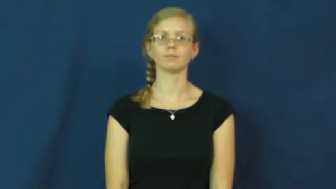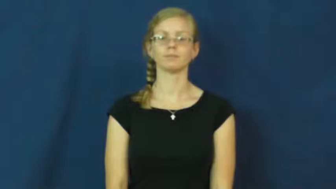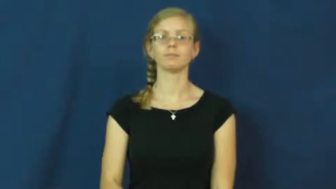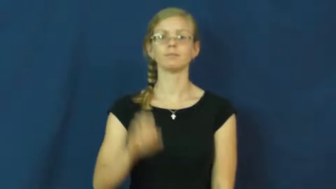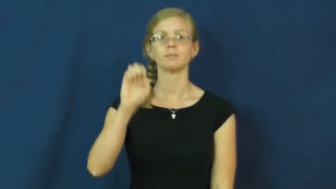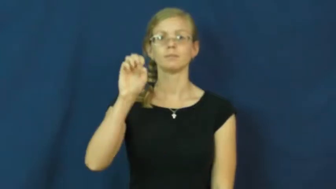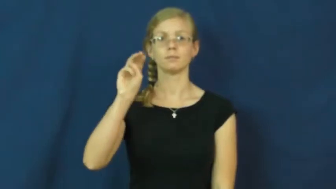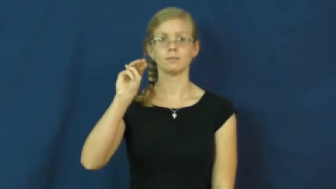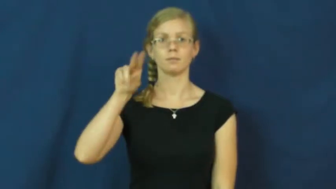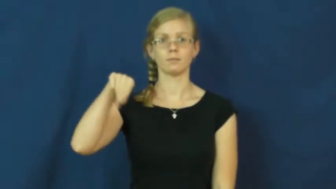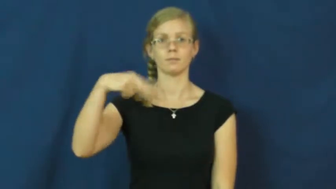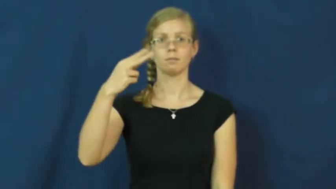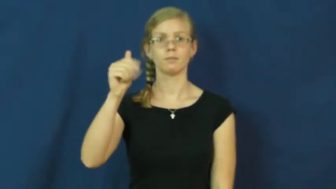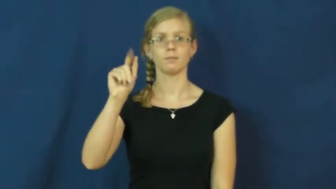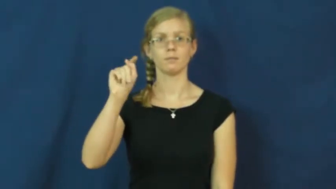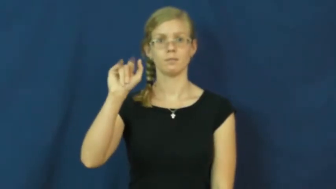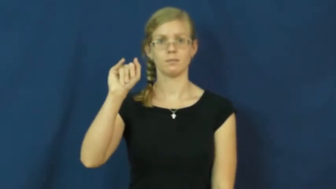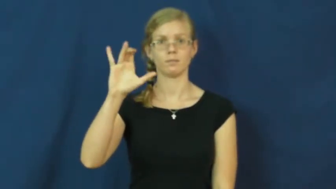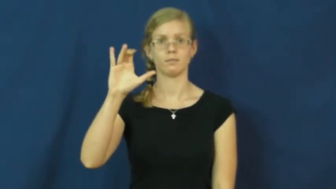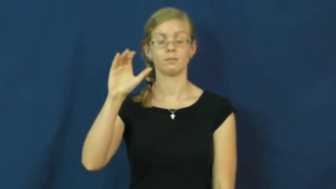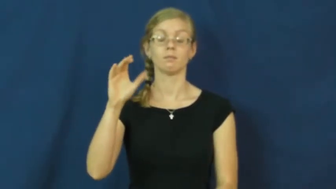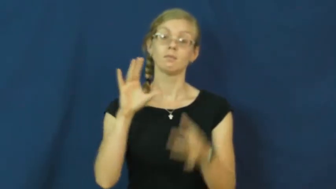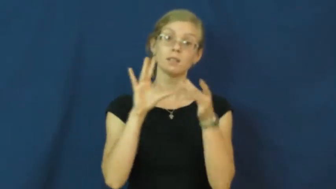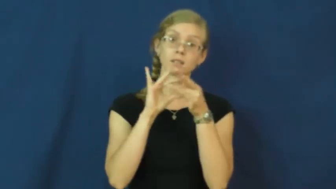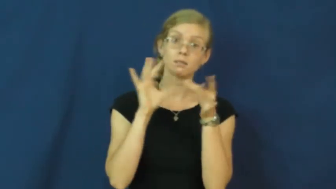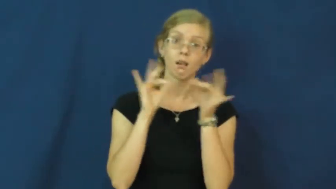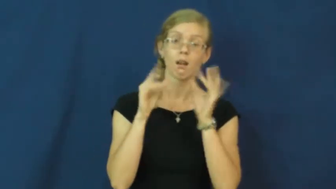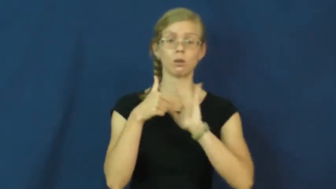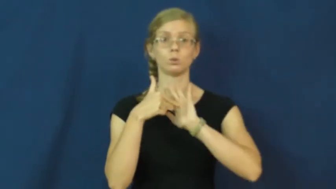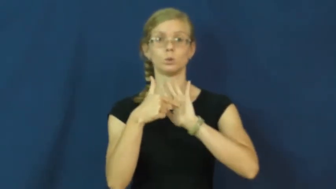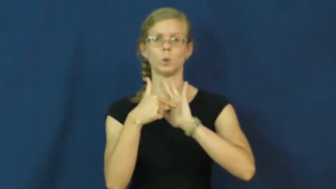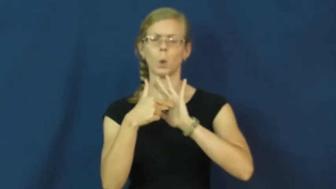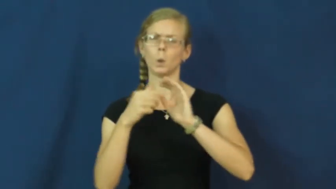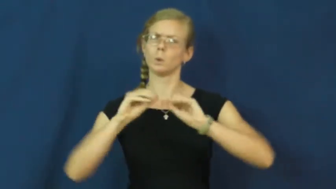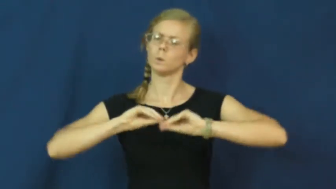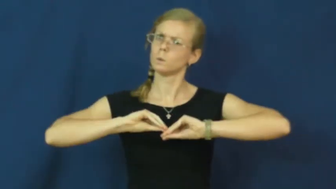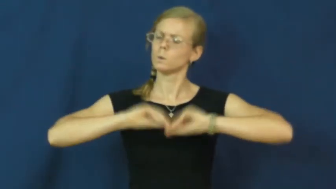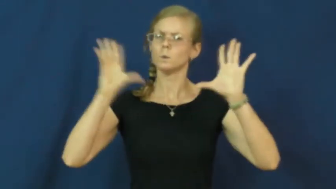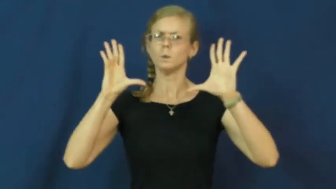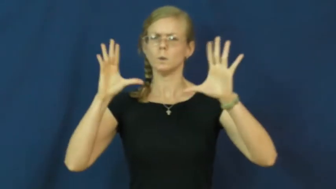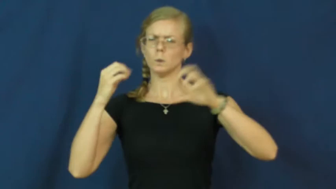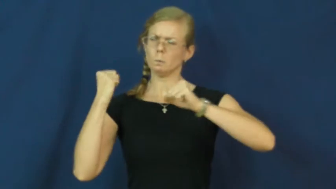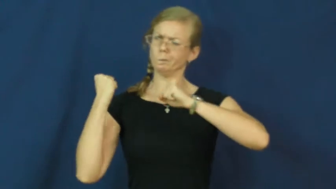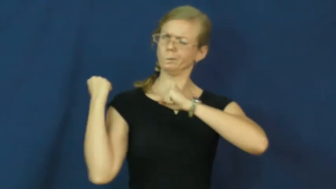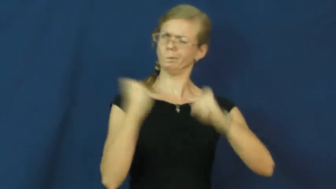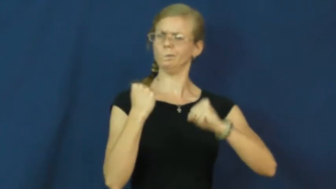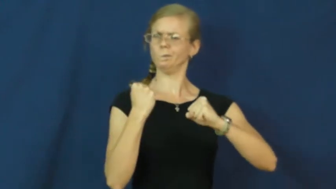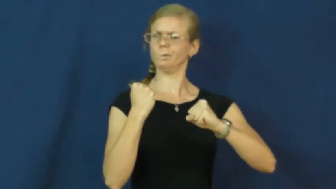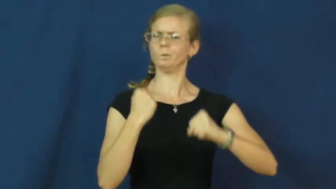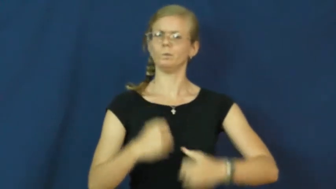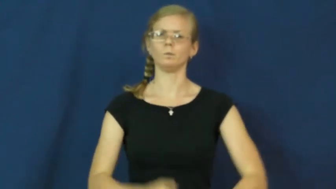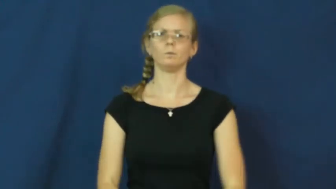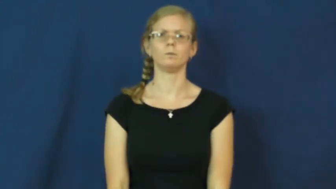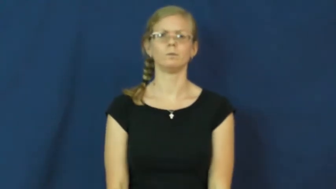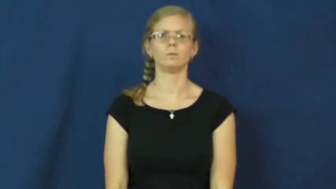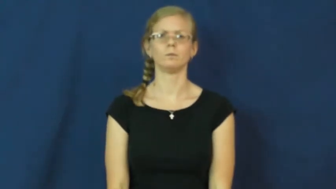emphatic